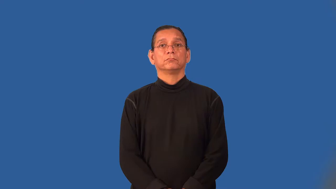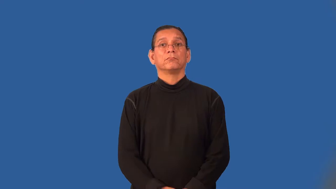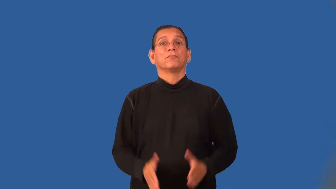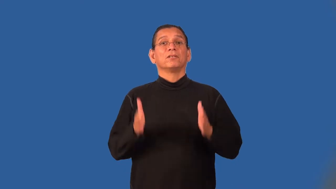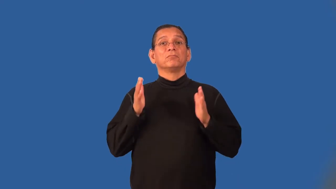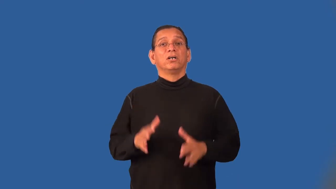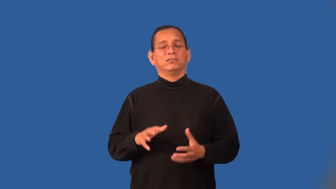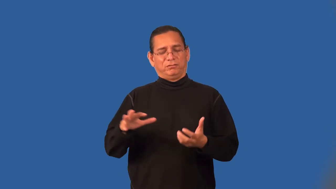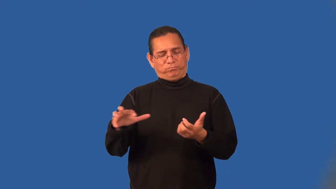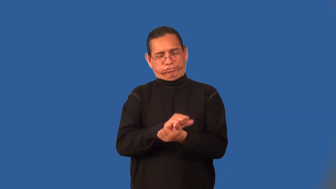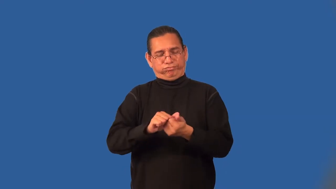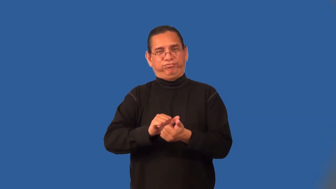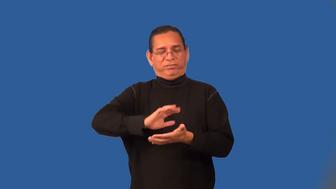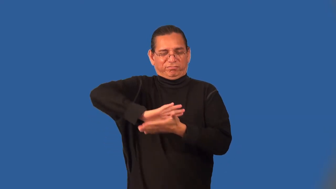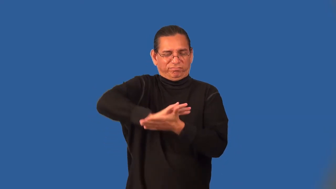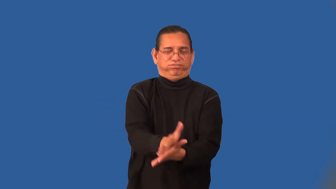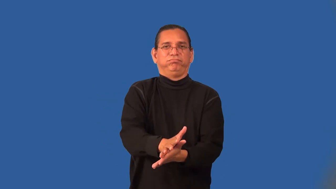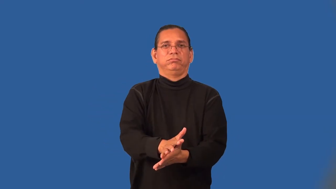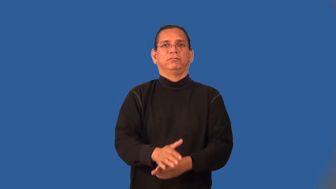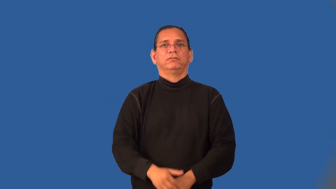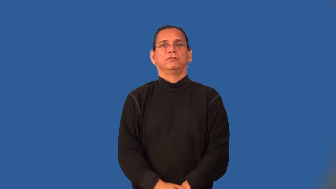smasher